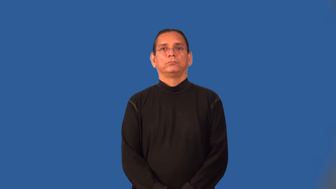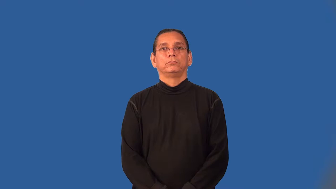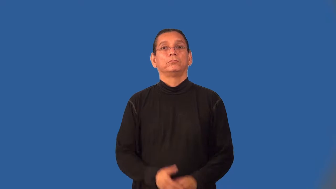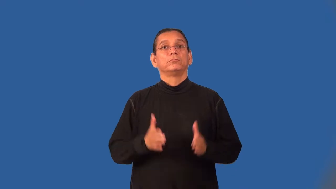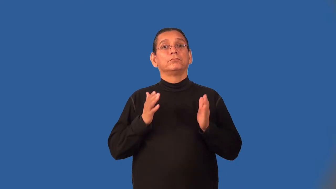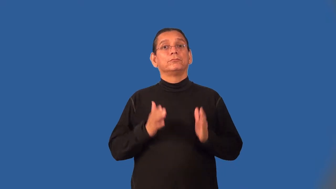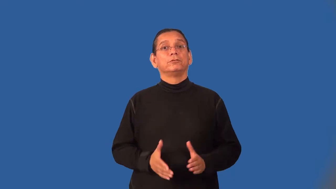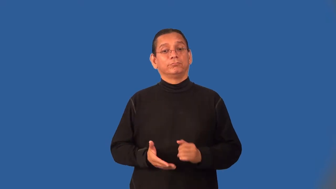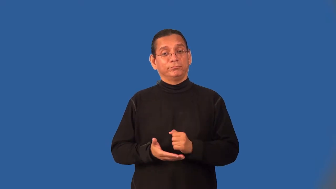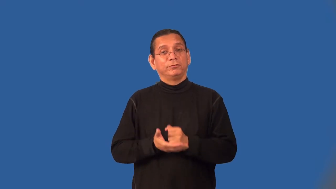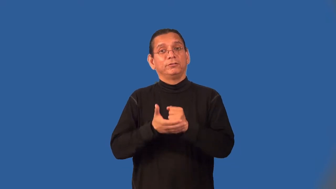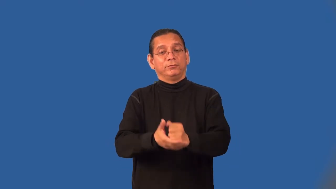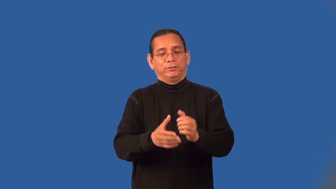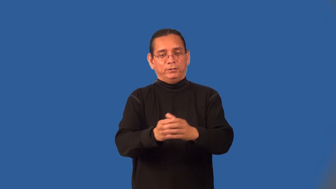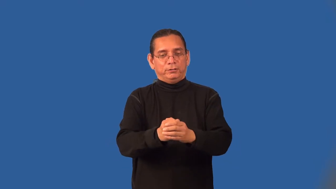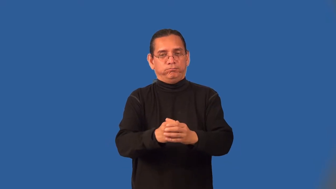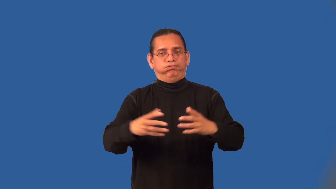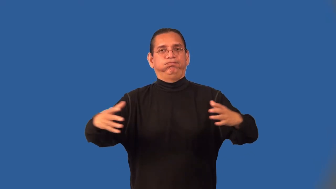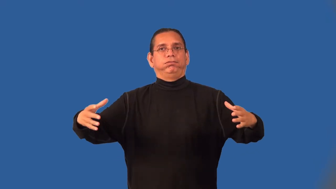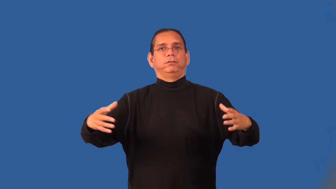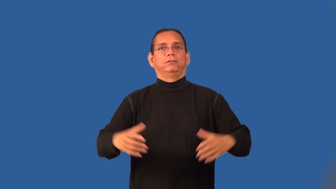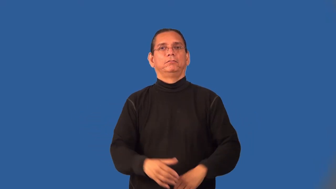expansionist